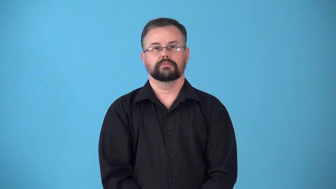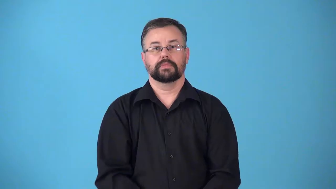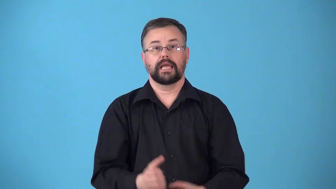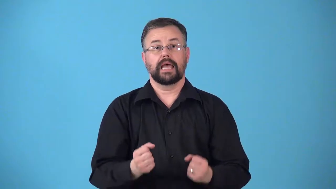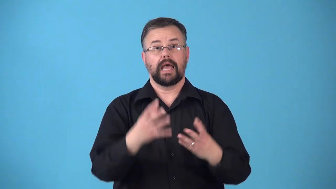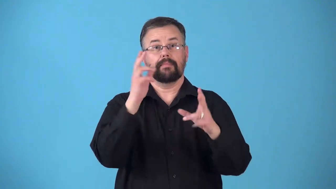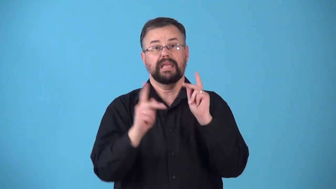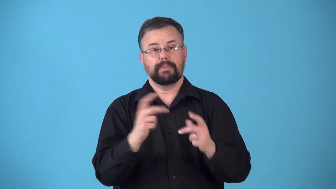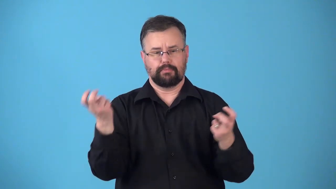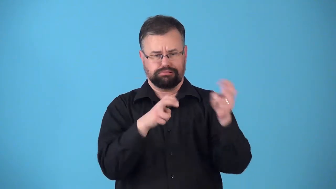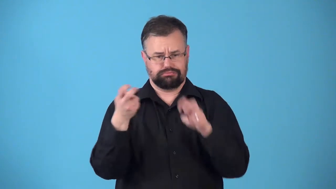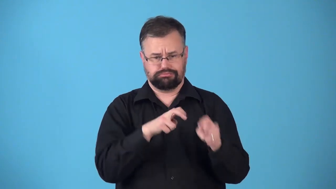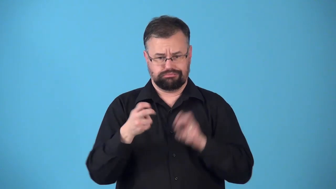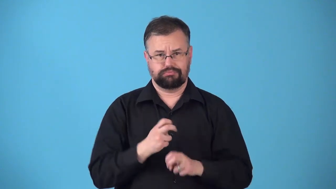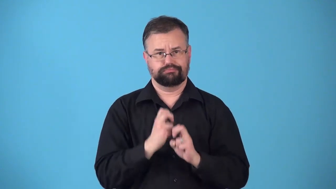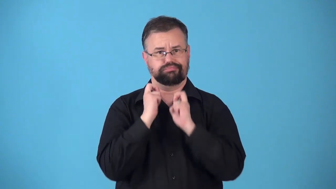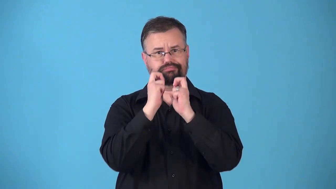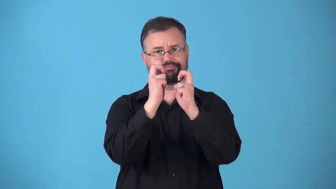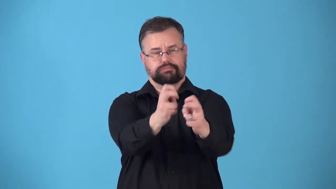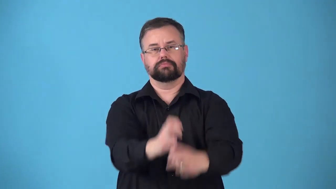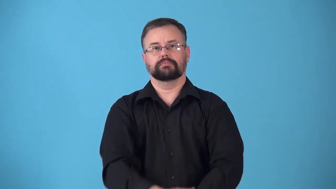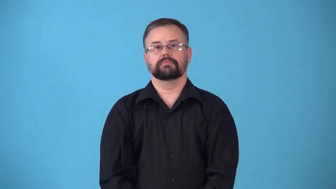ridership